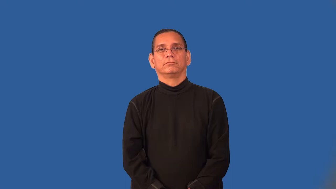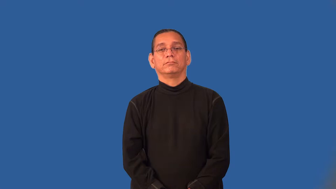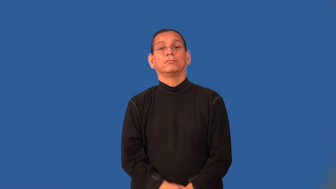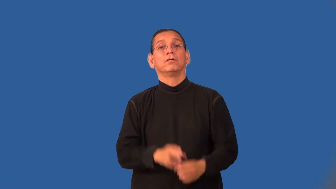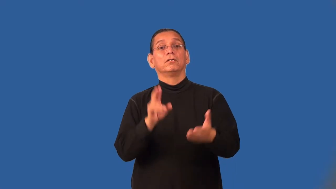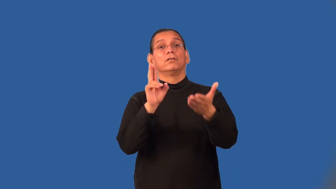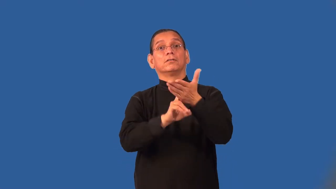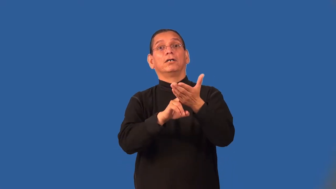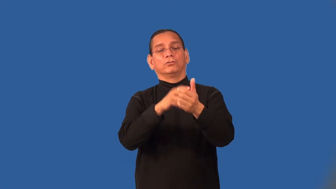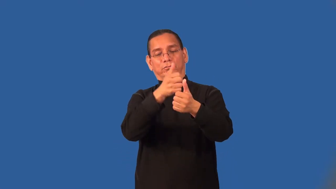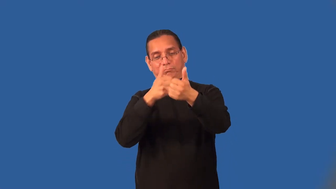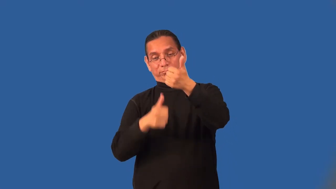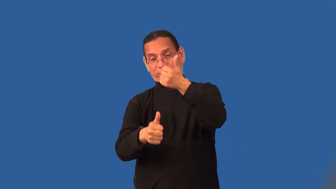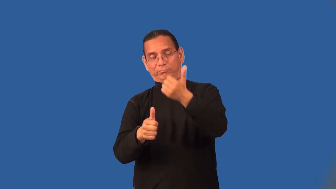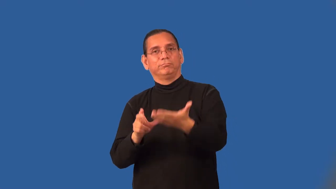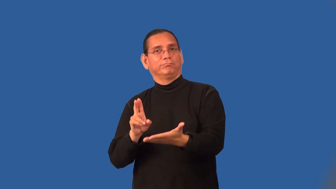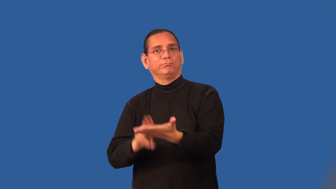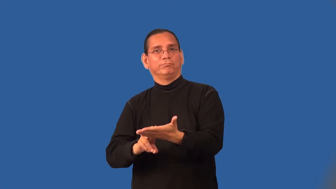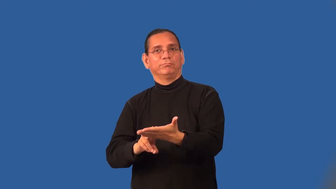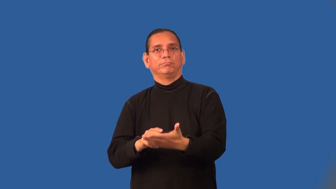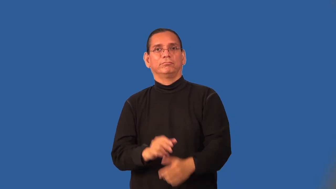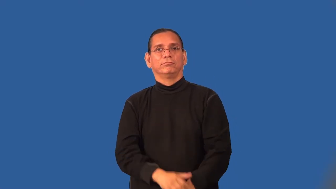subcontract